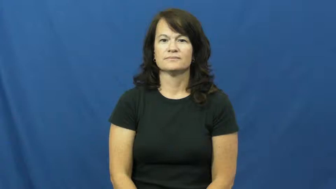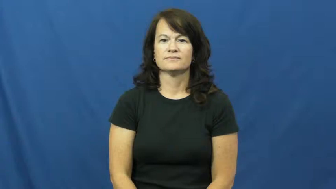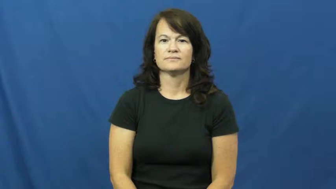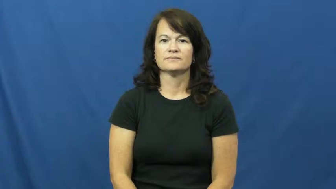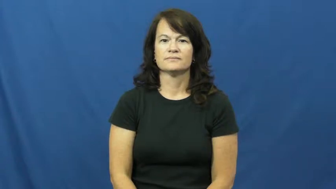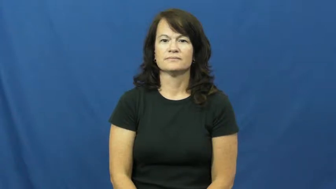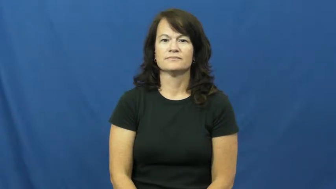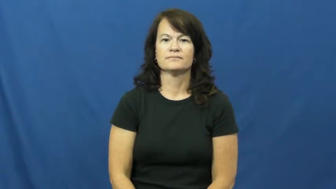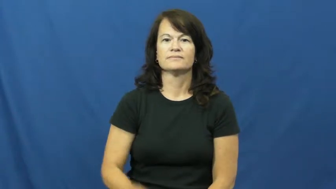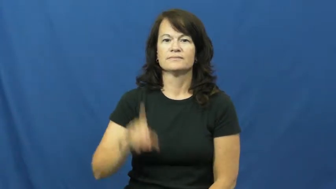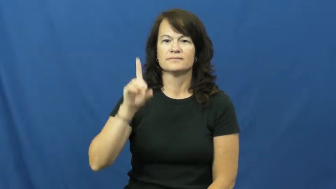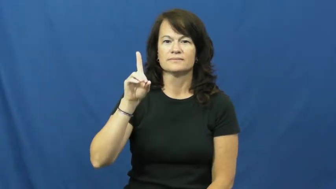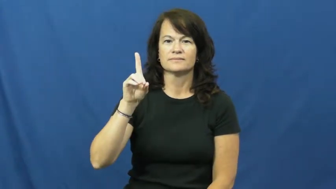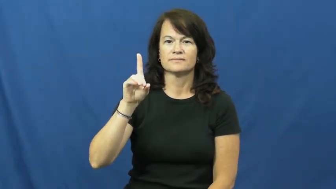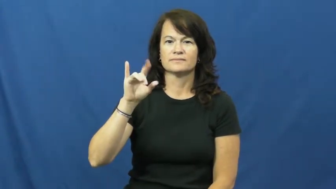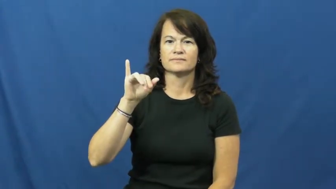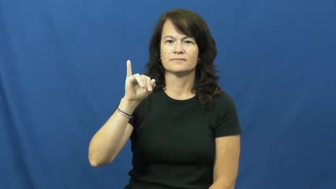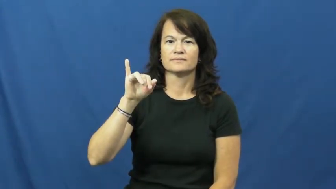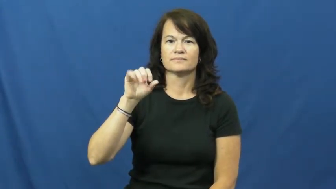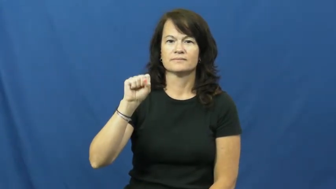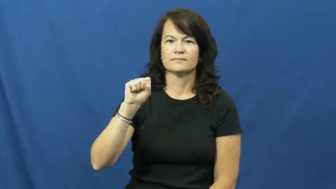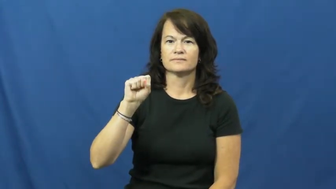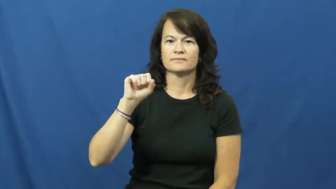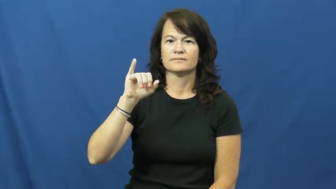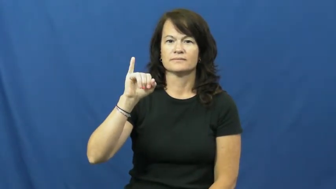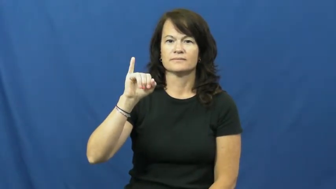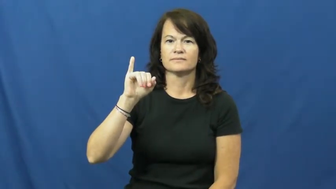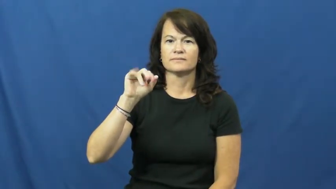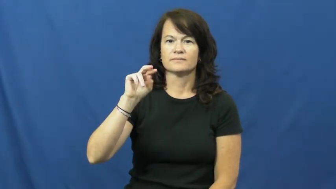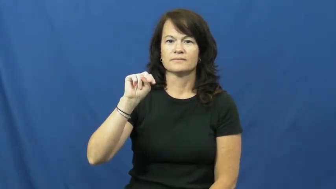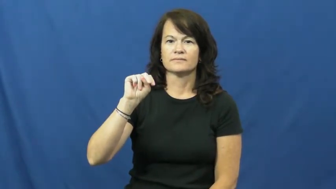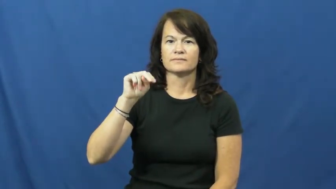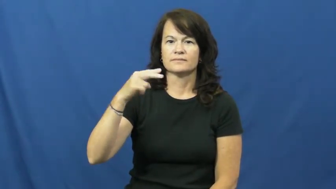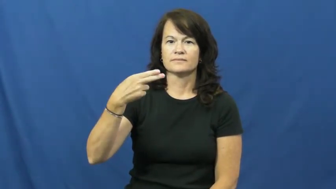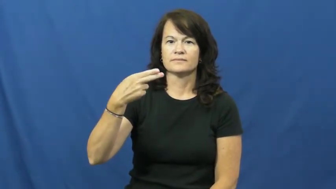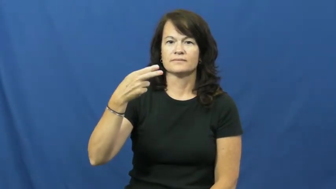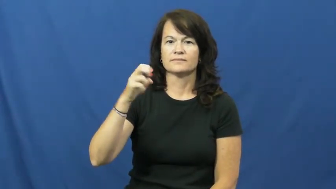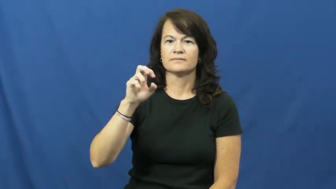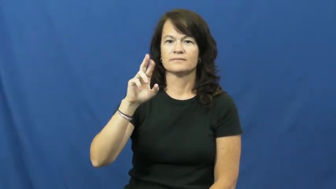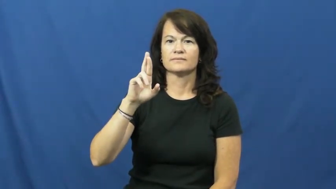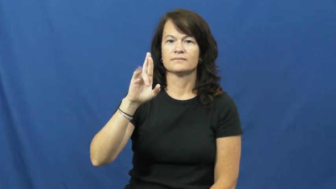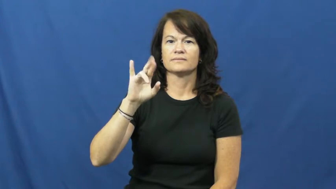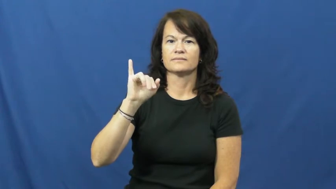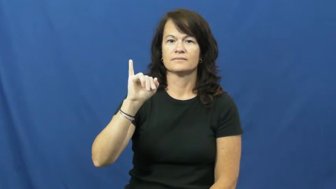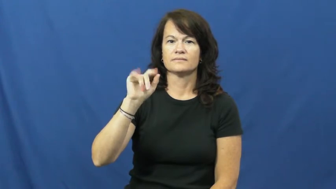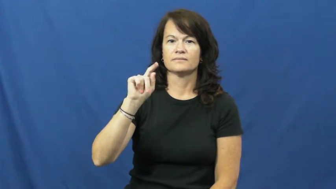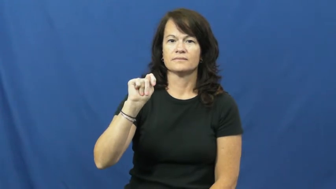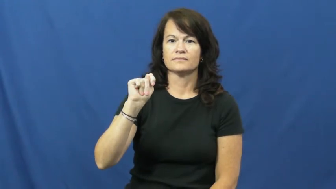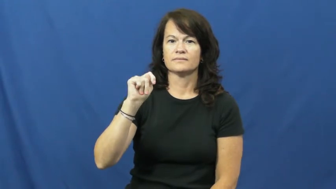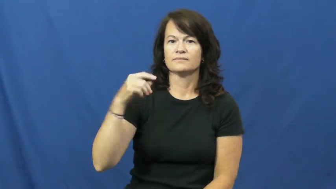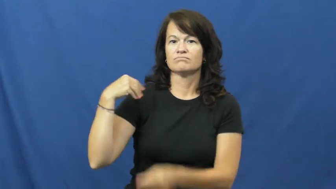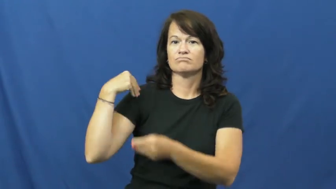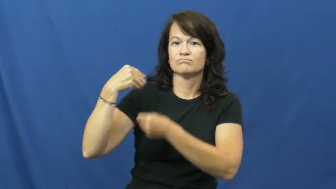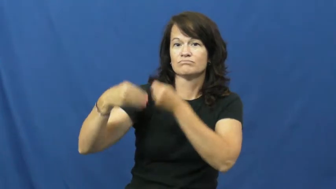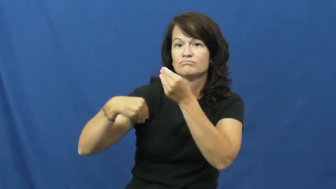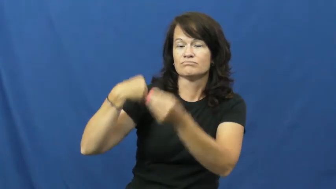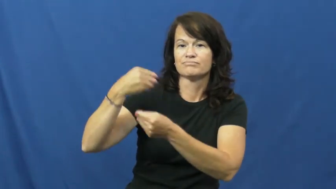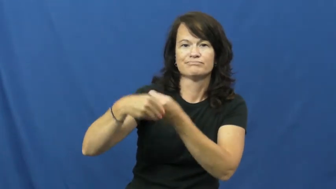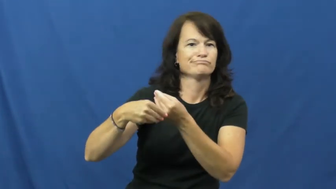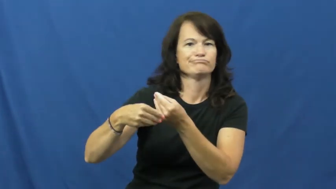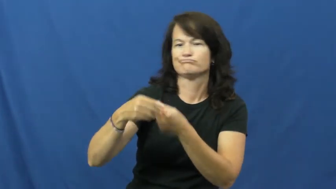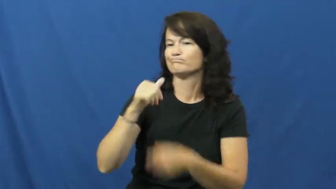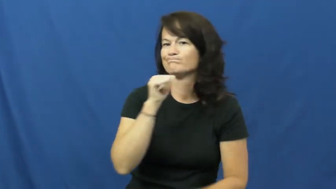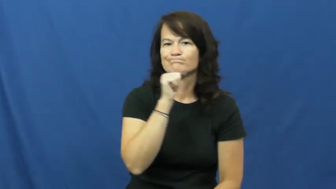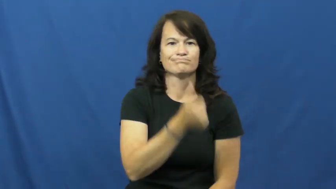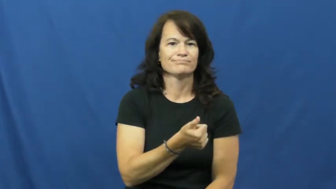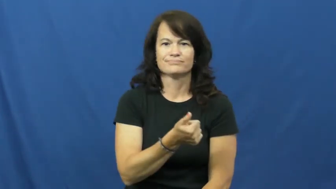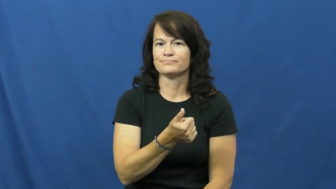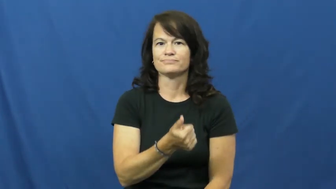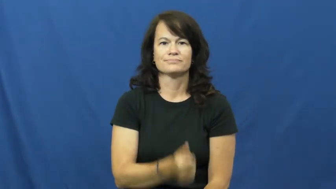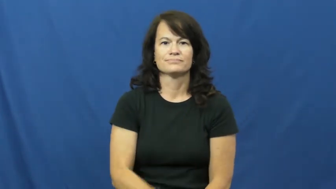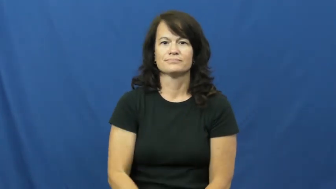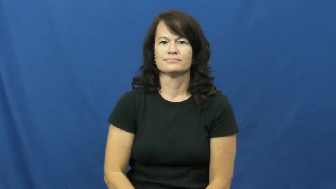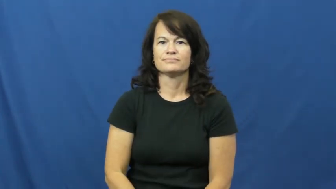disinherit